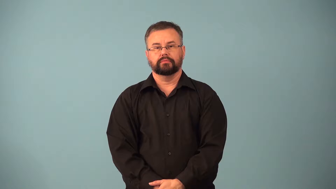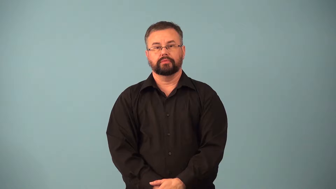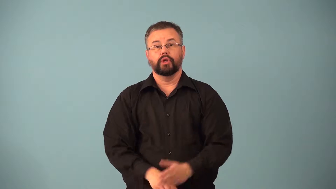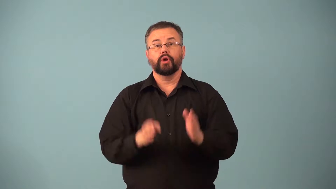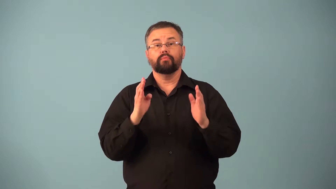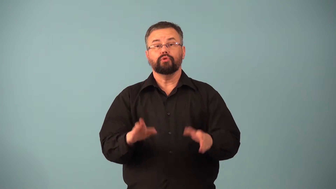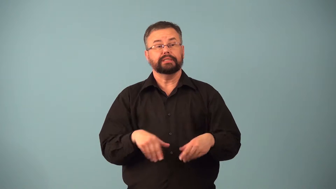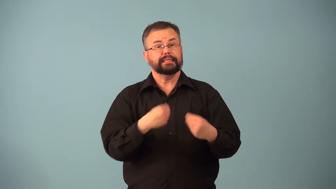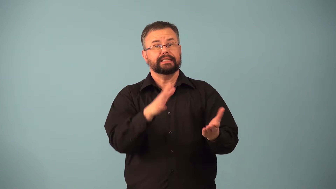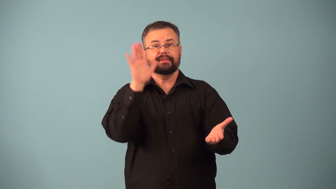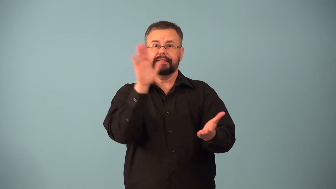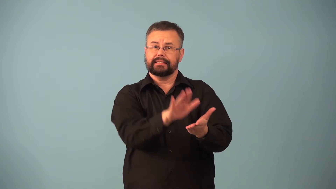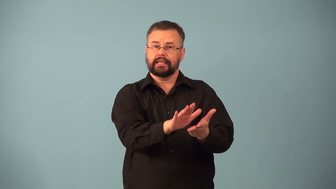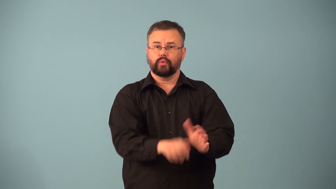discounter